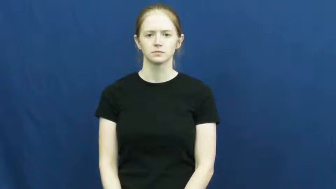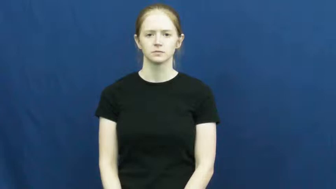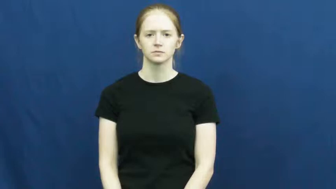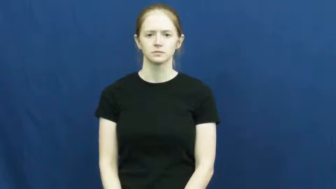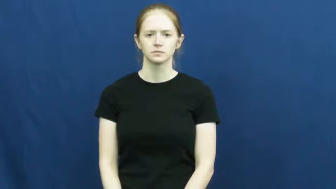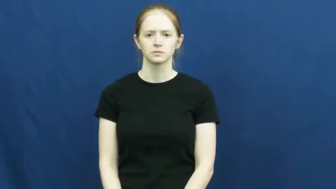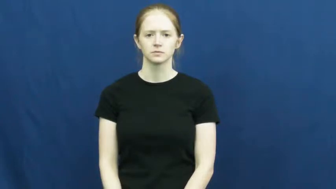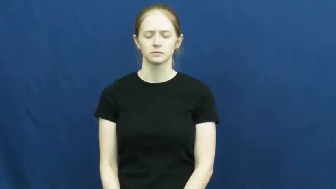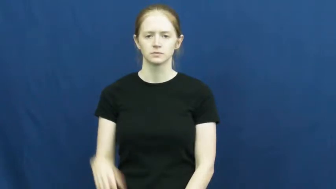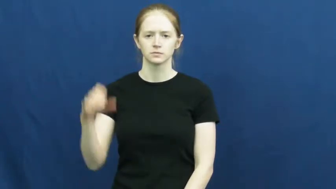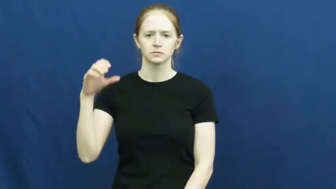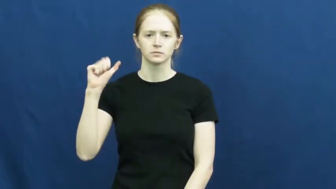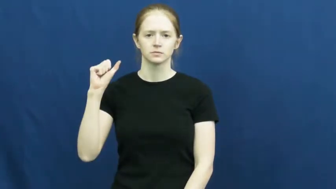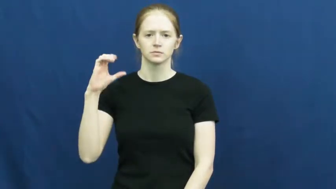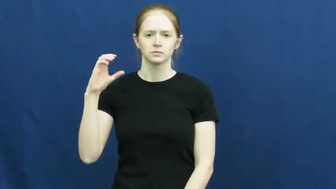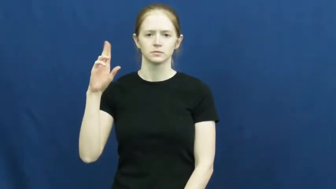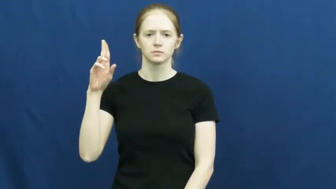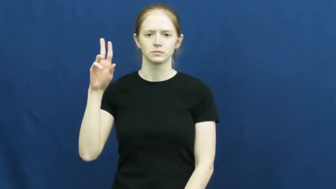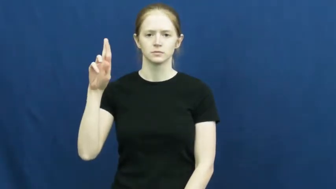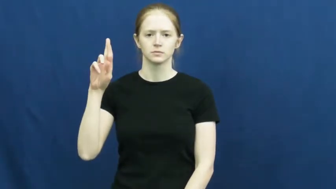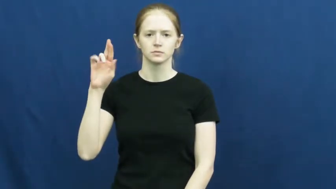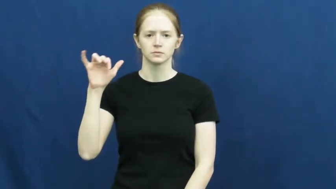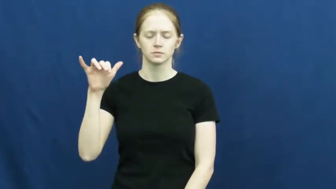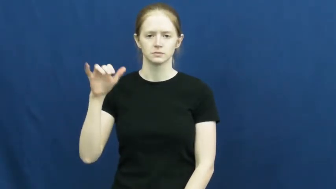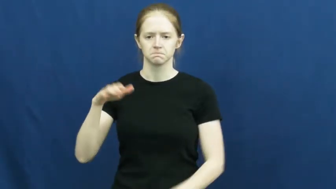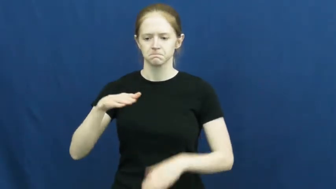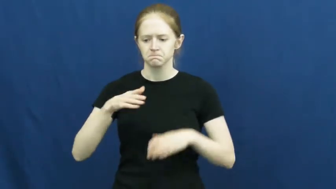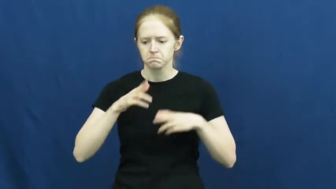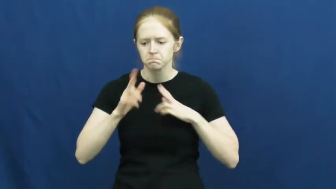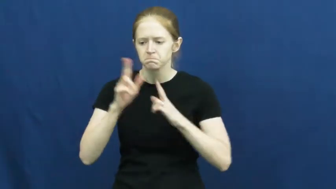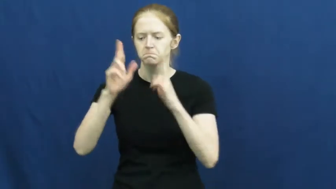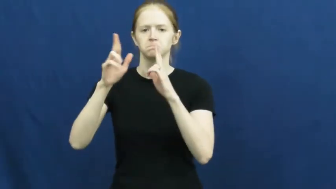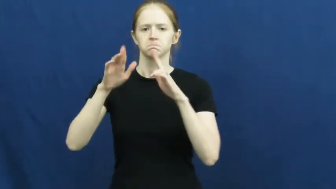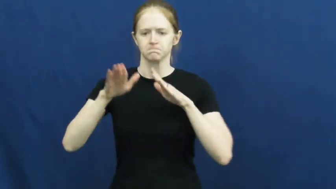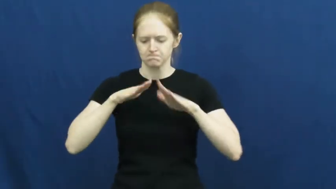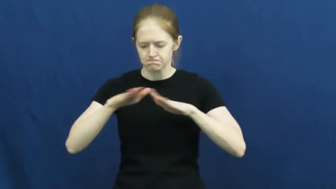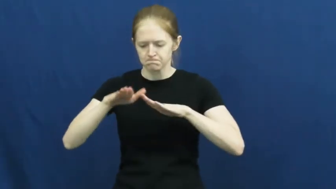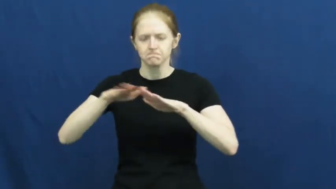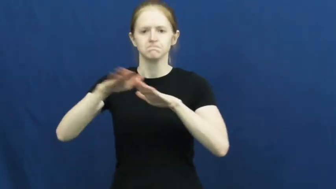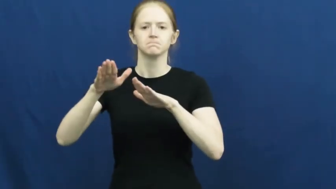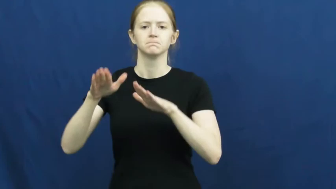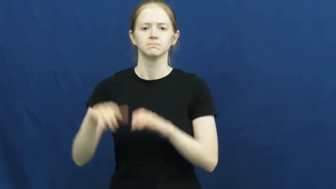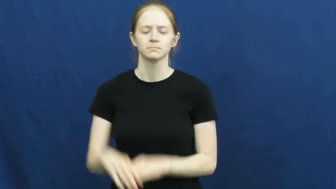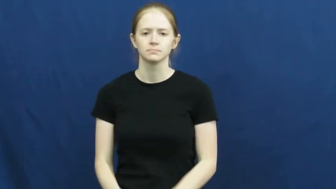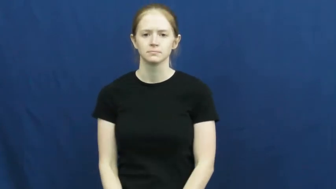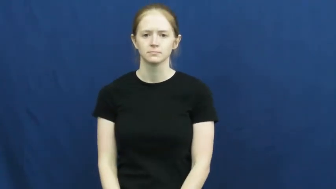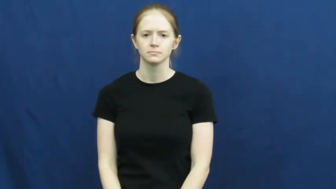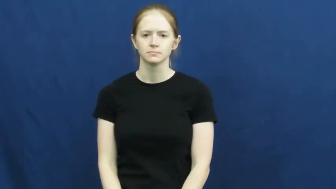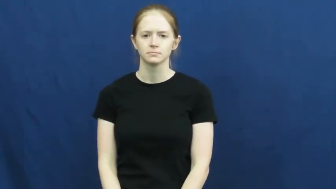scurry